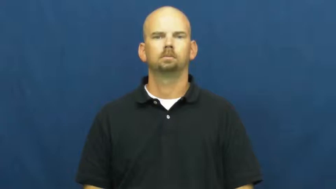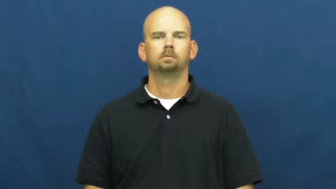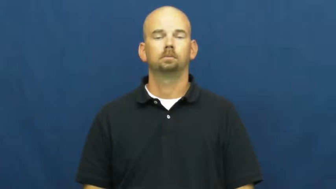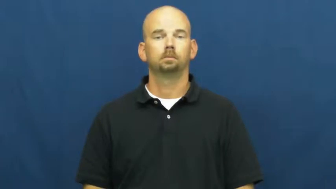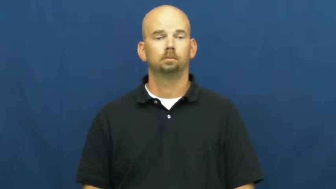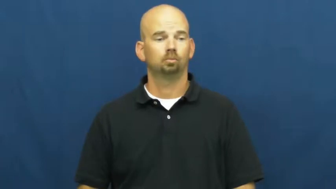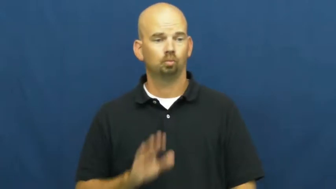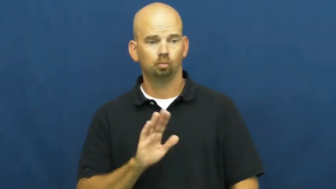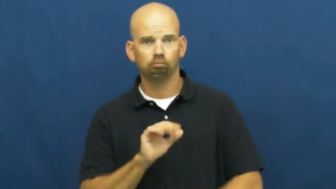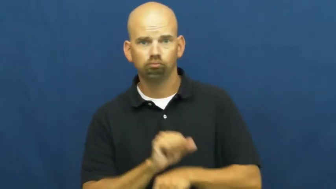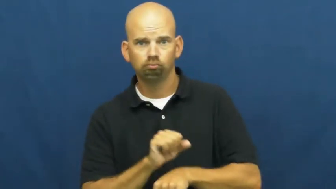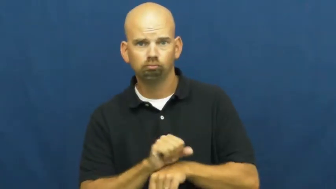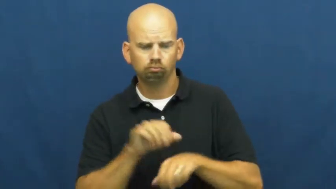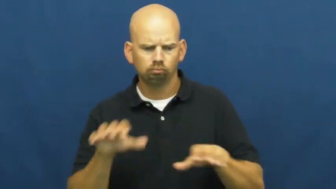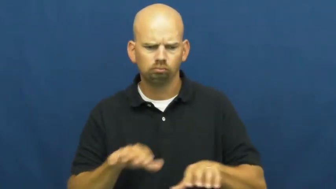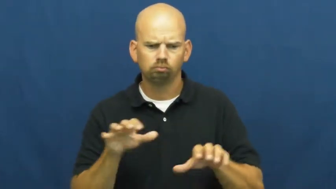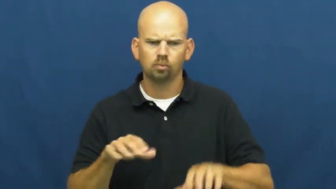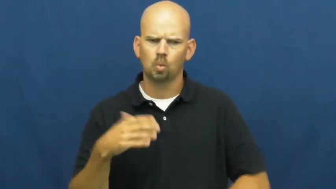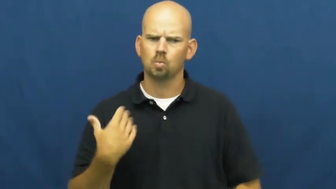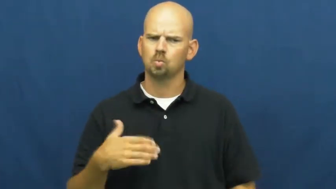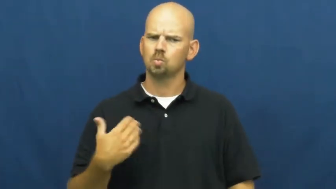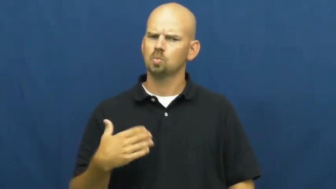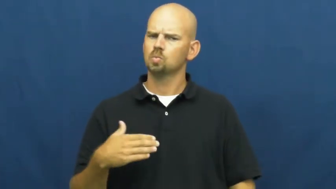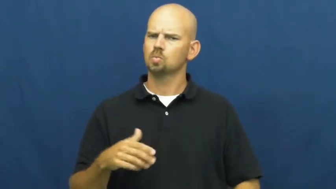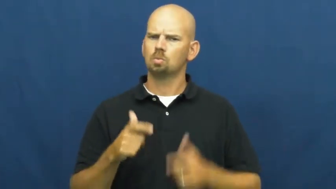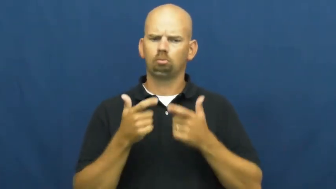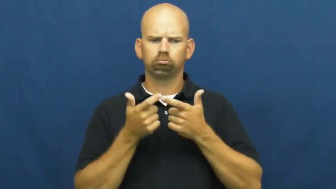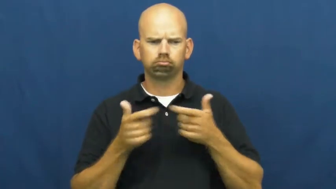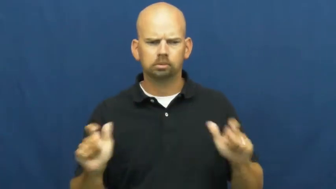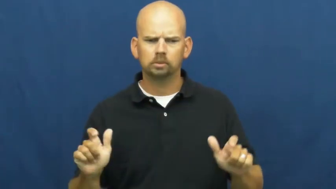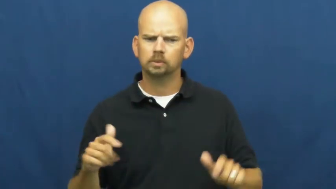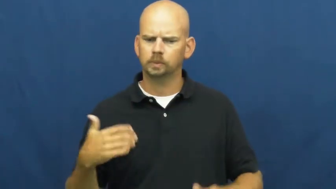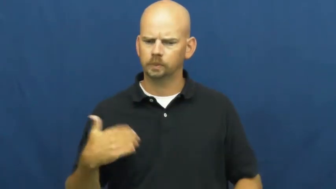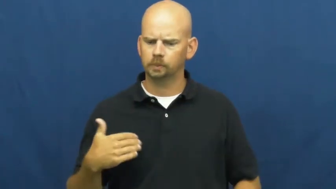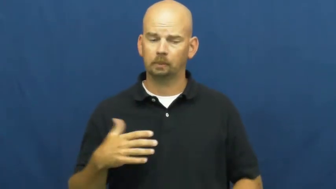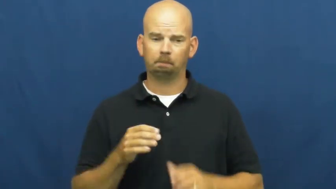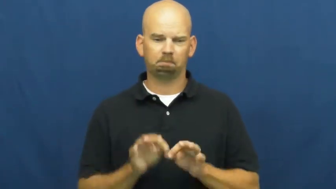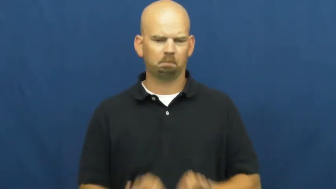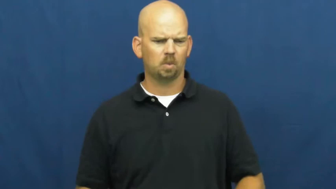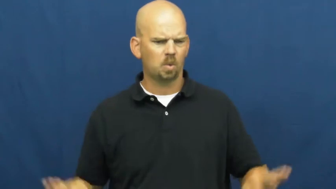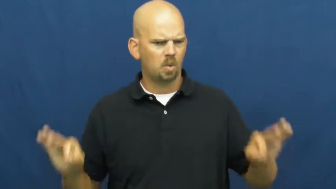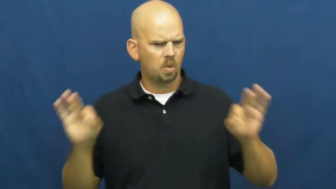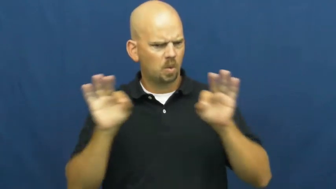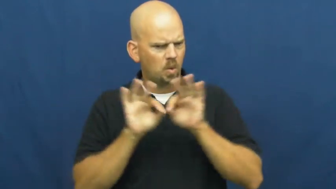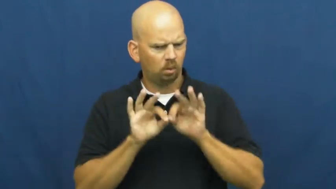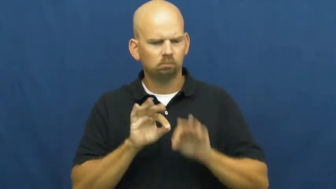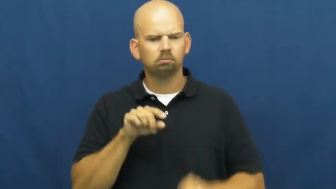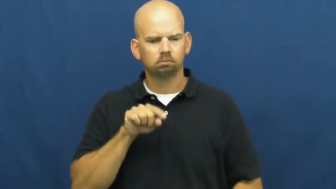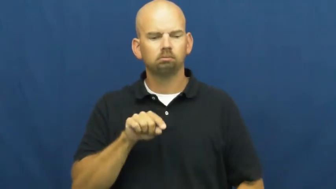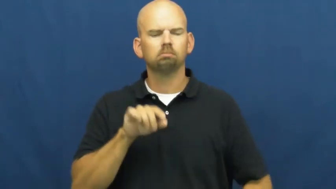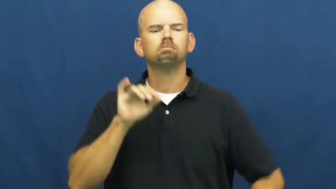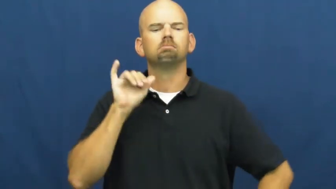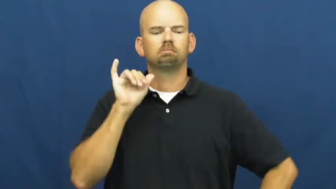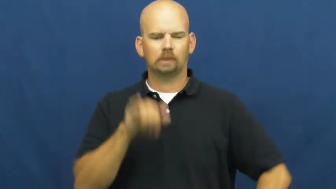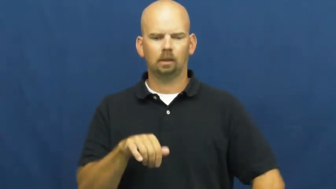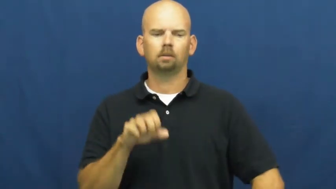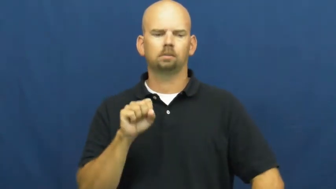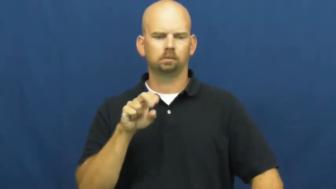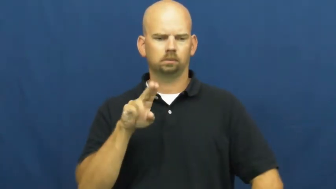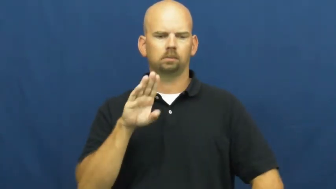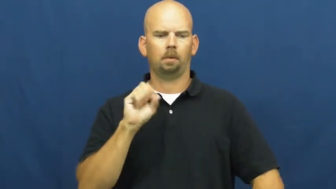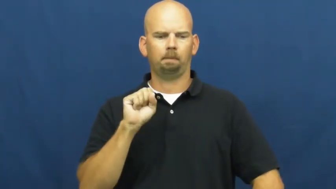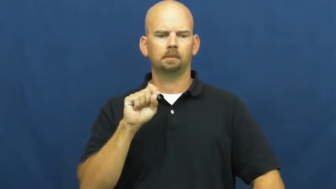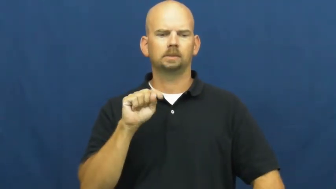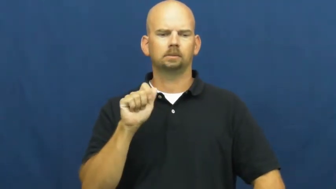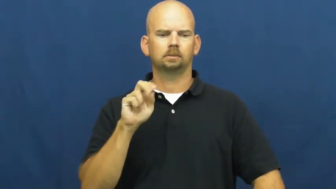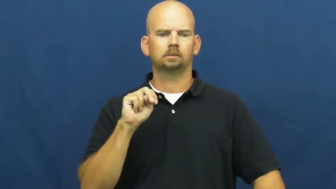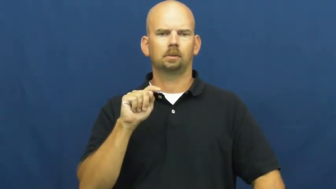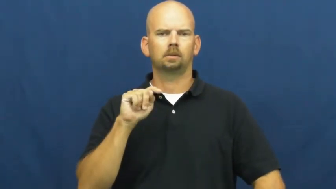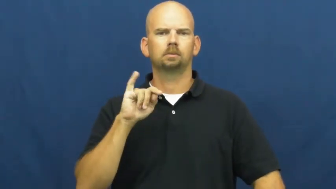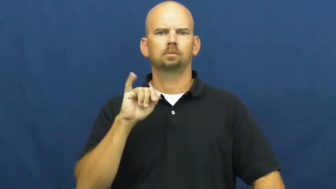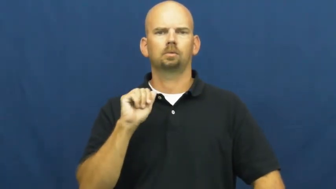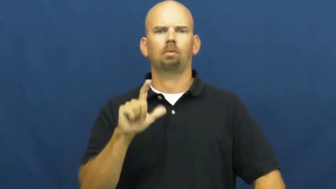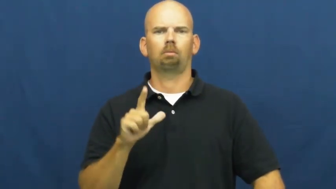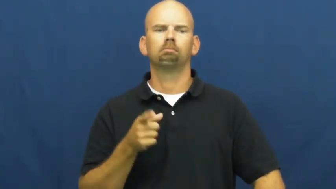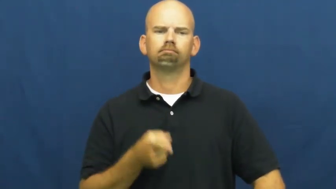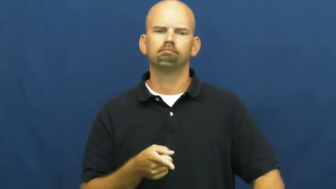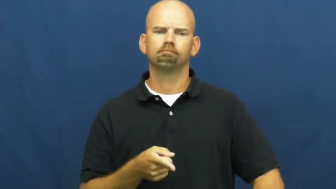substantial-important